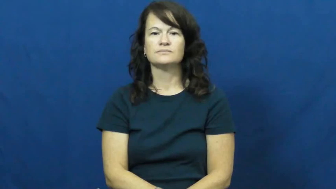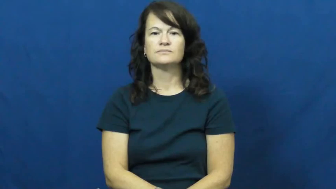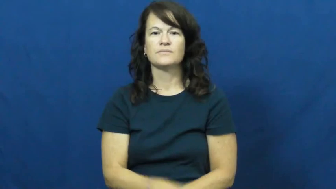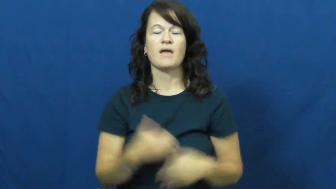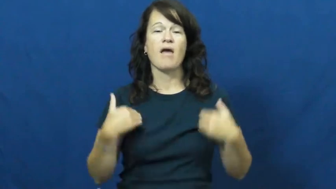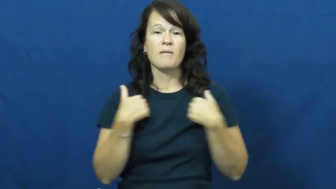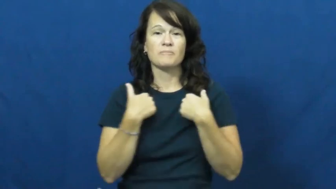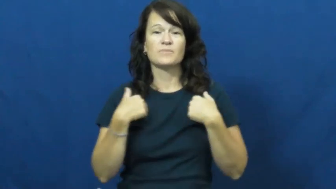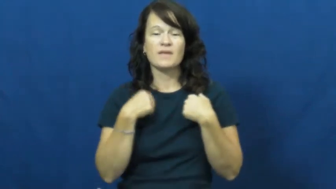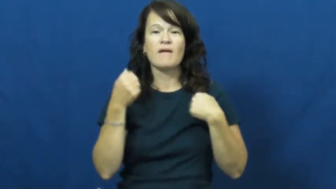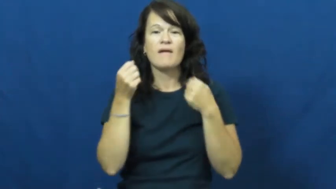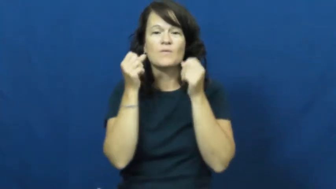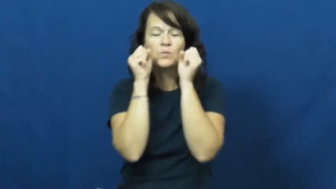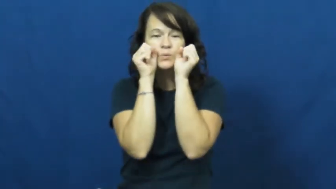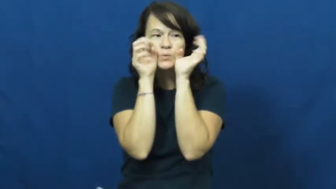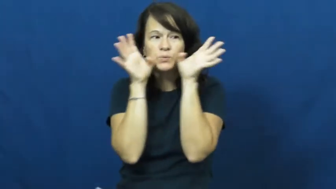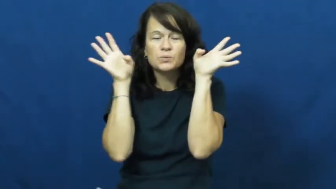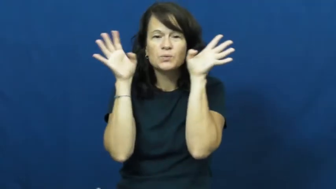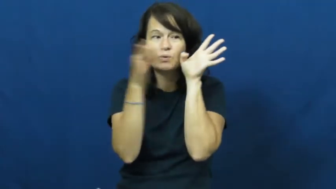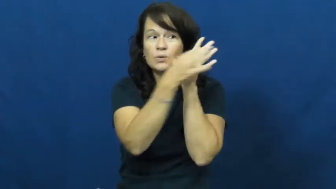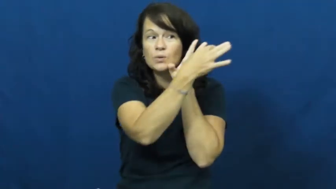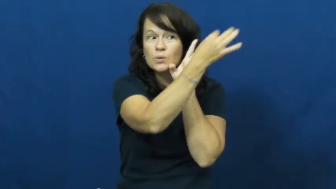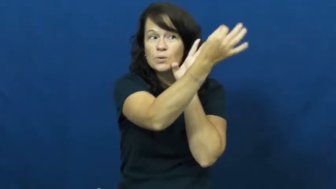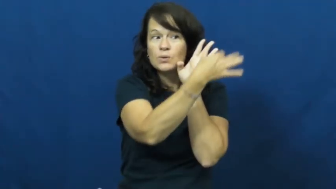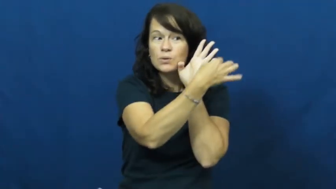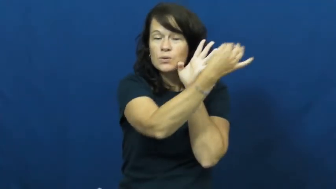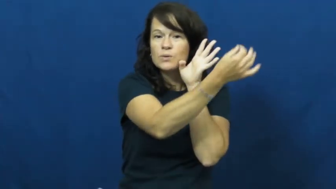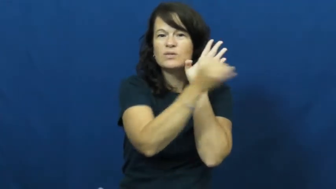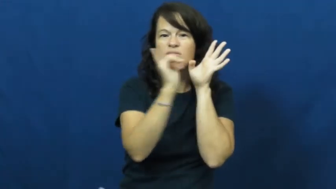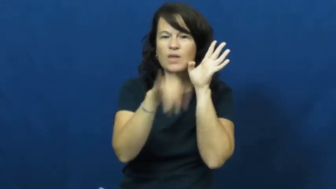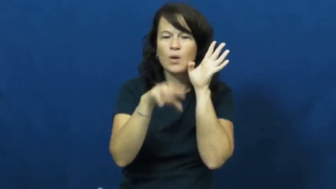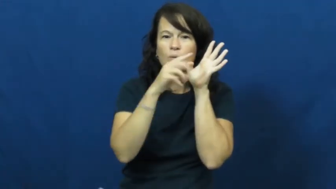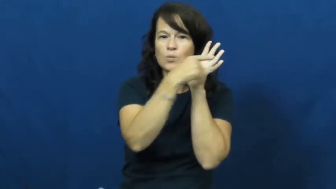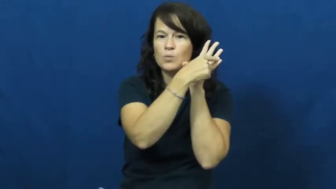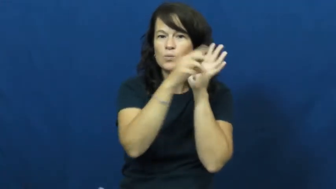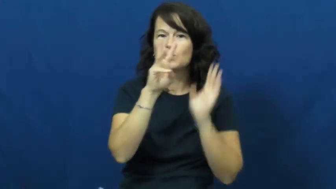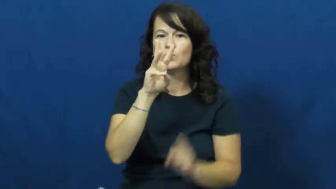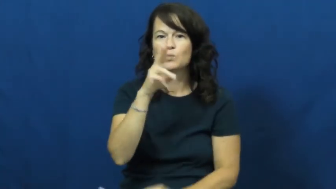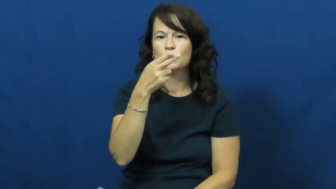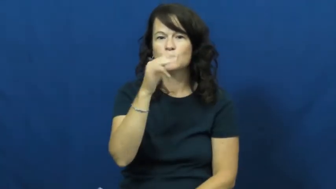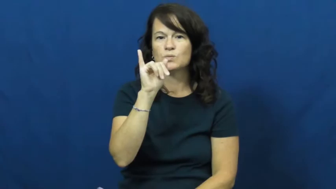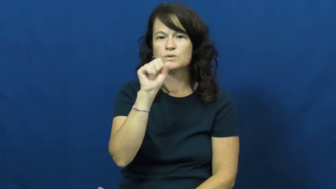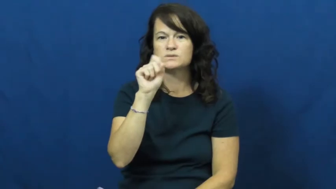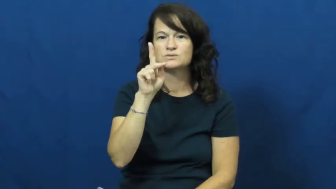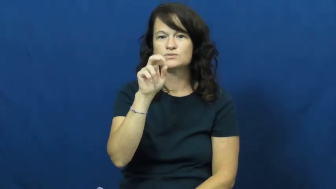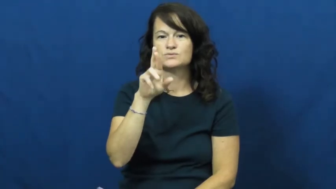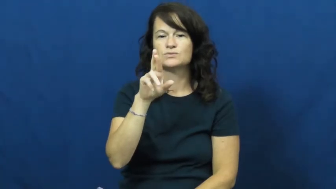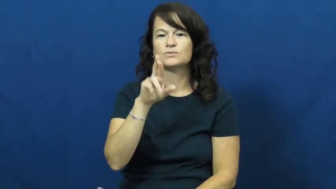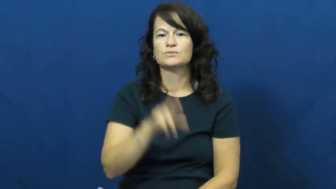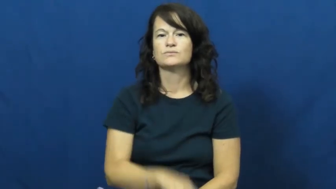whisker-animal